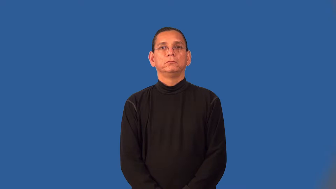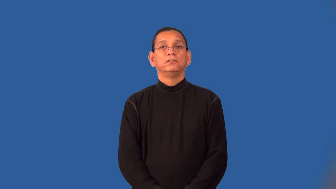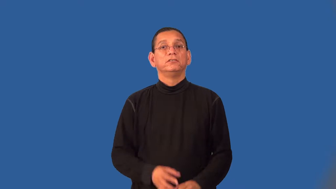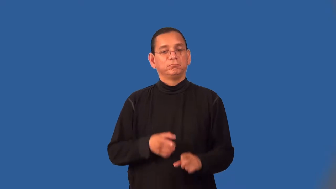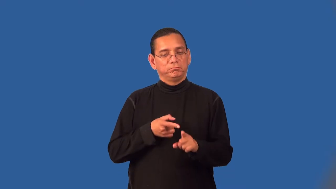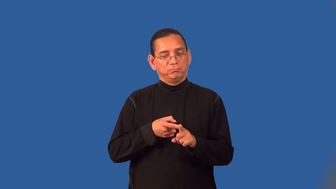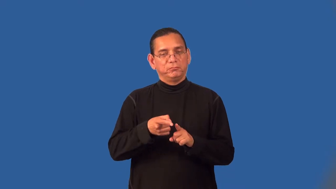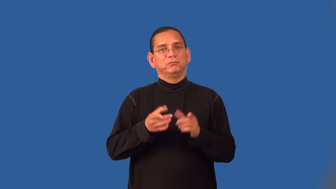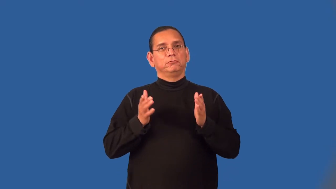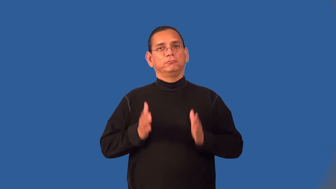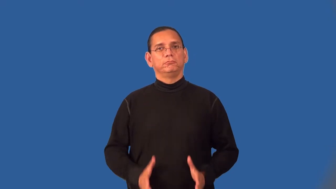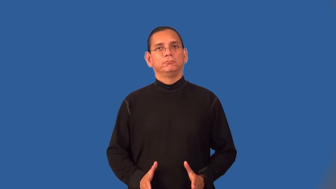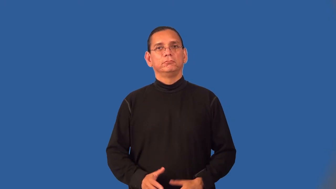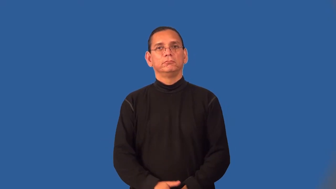specialist